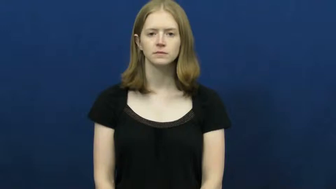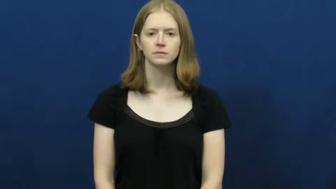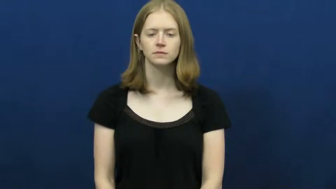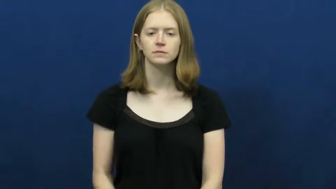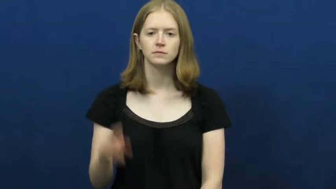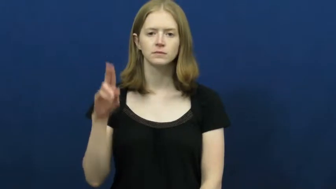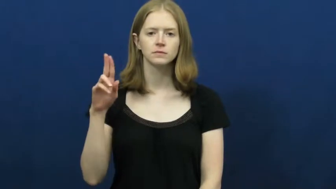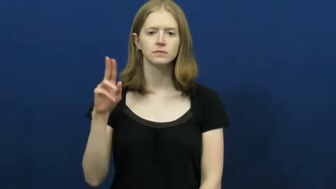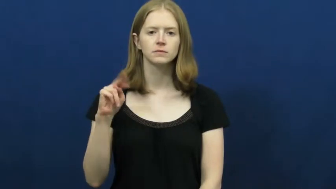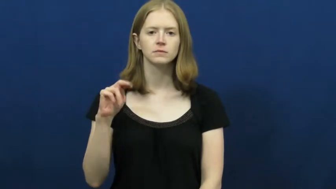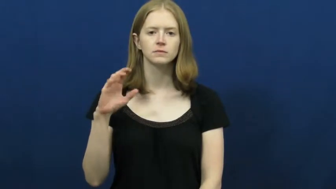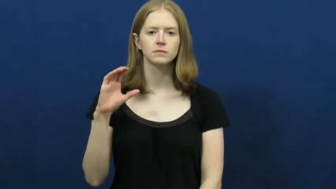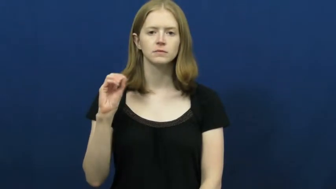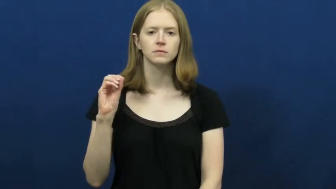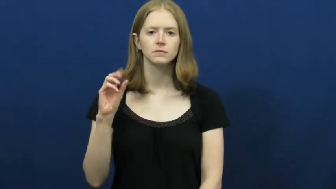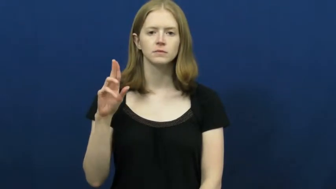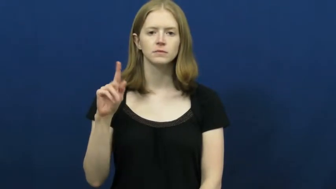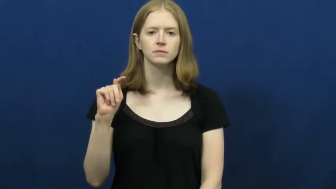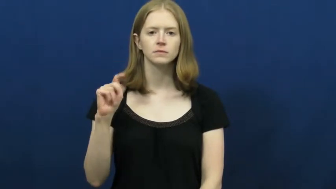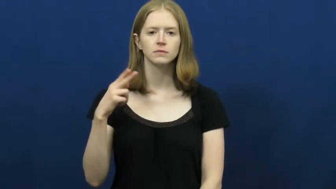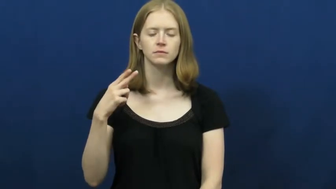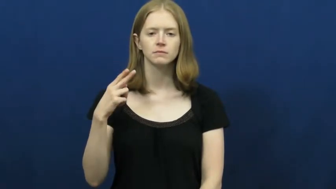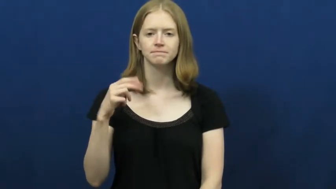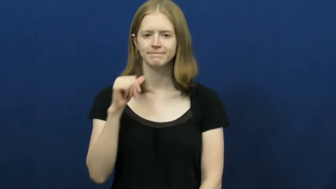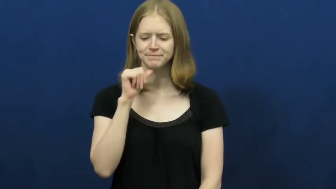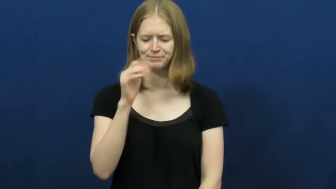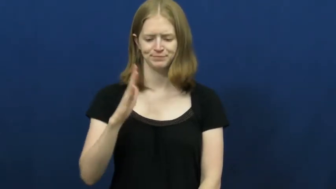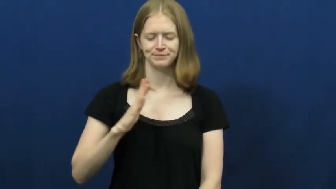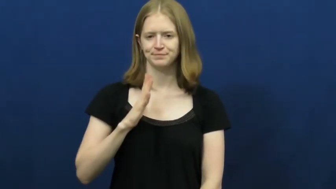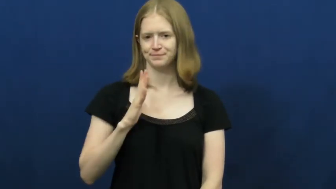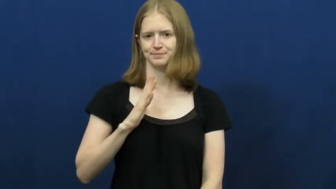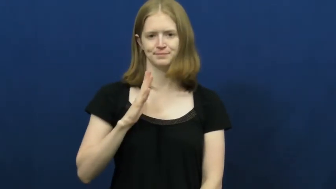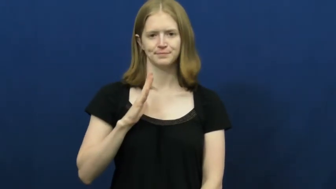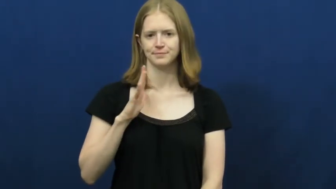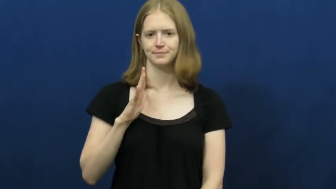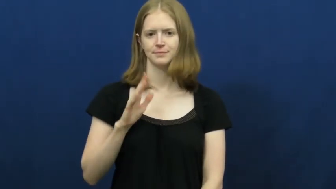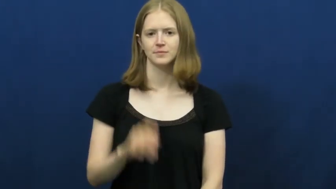uncouth